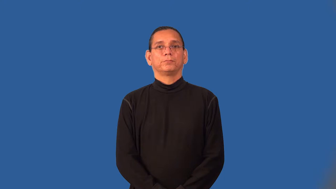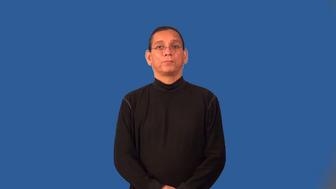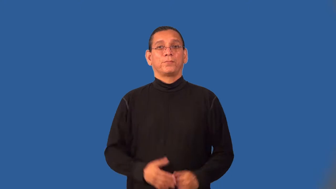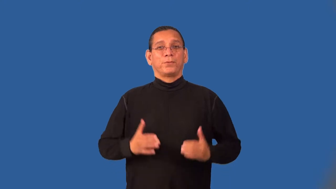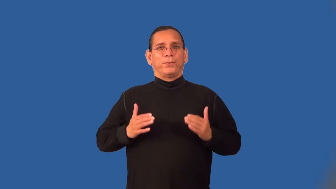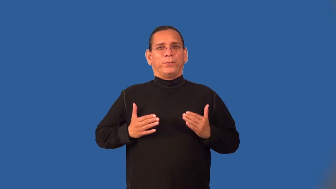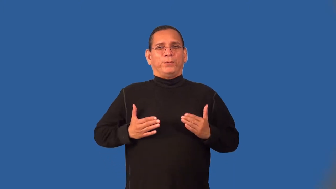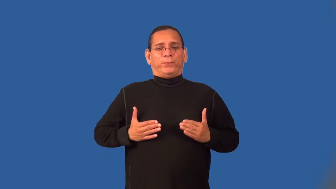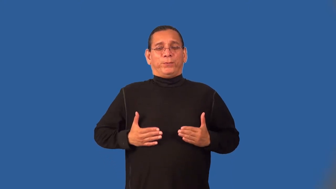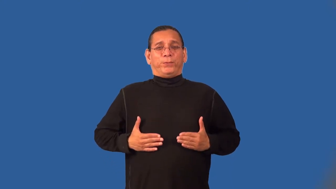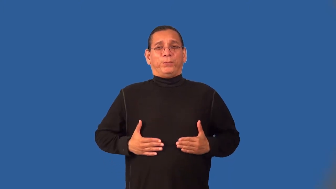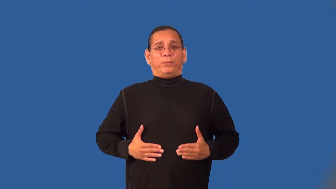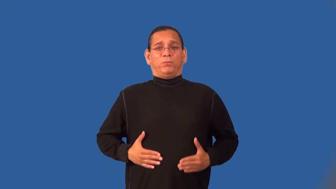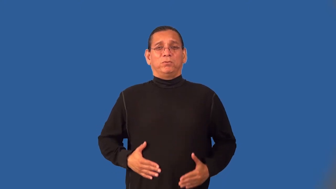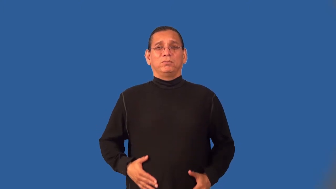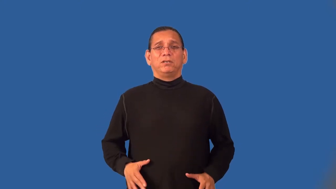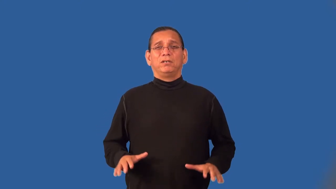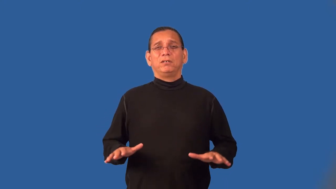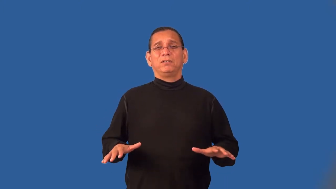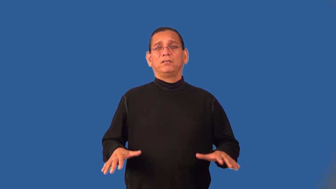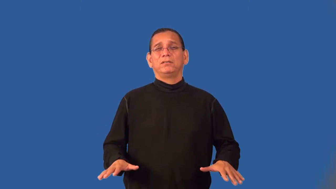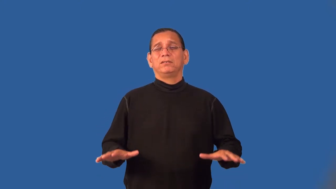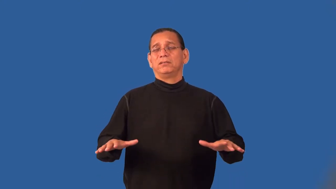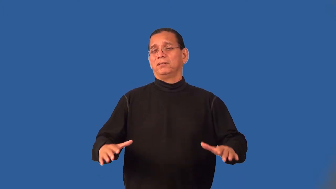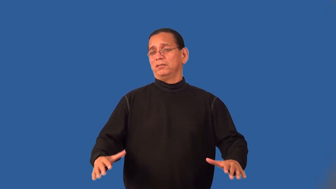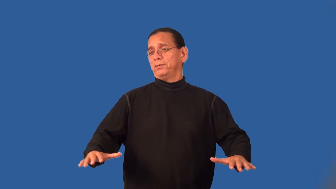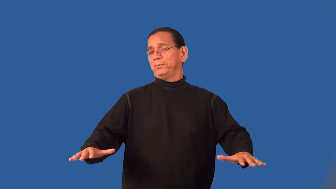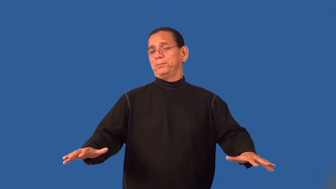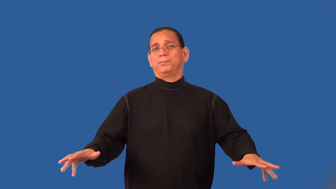slinky